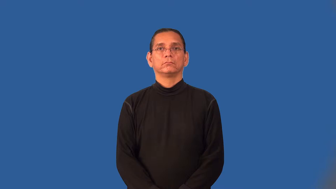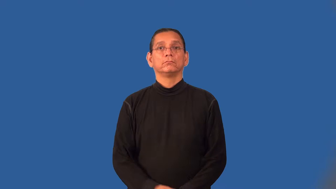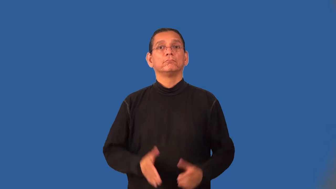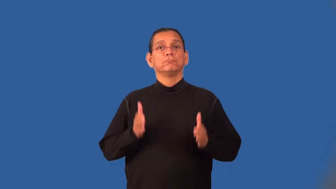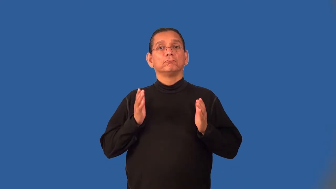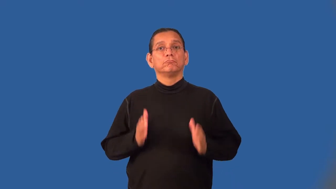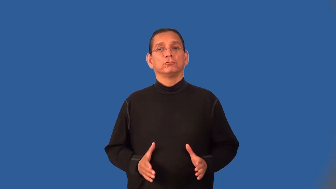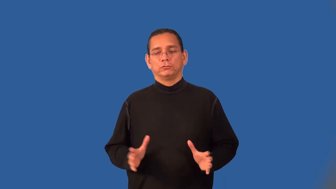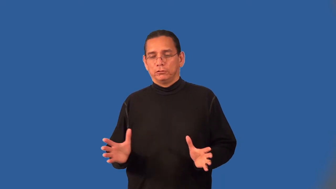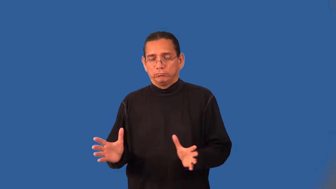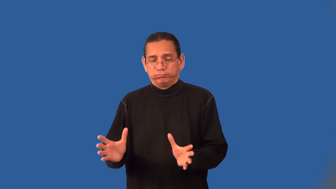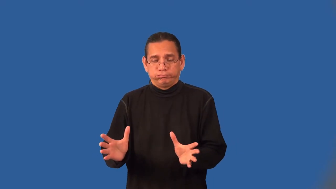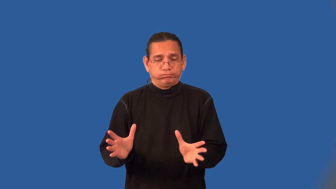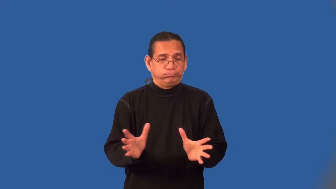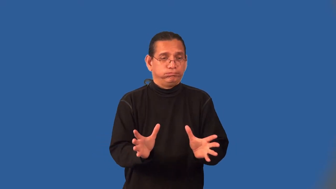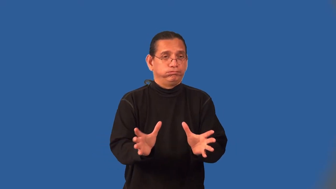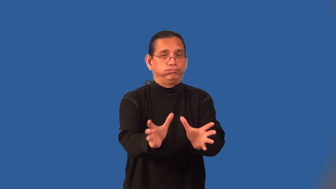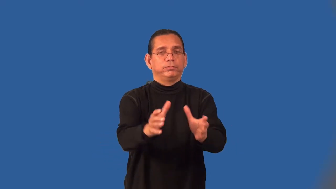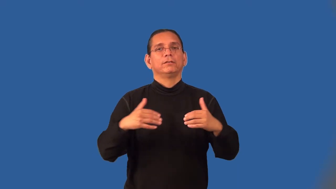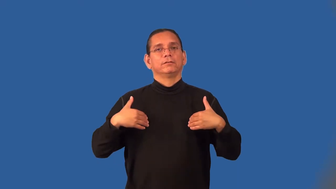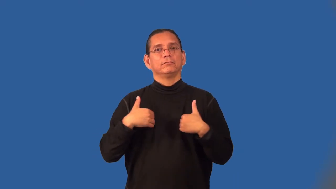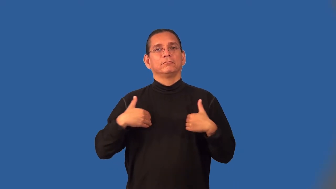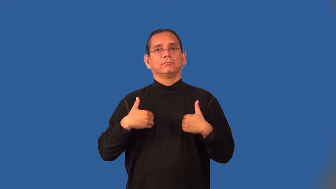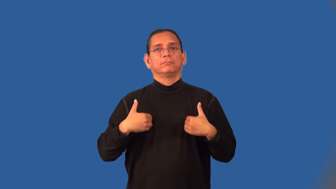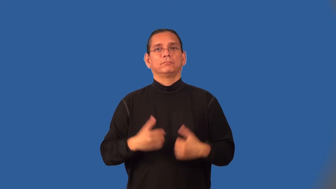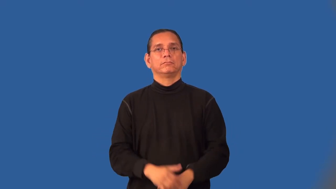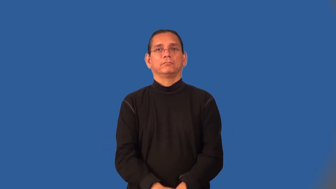herder,herdsman